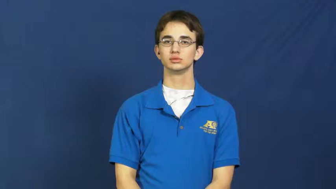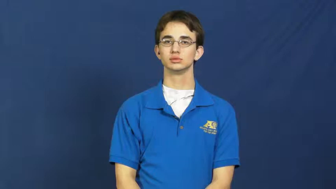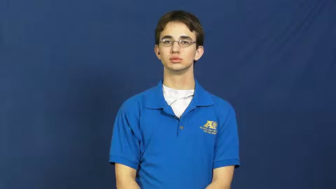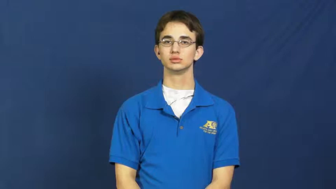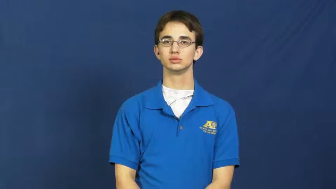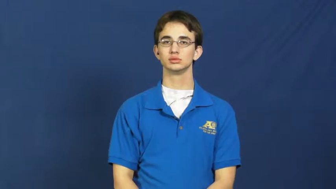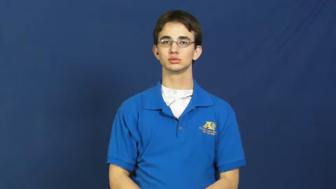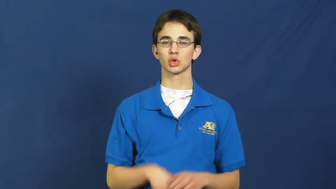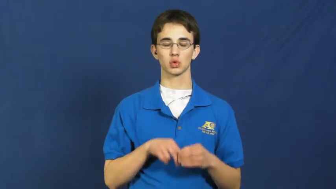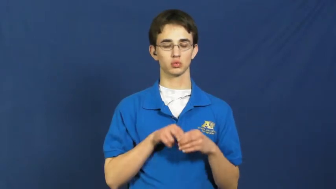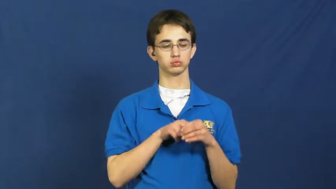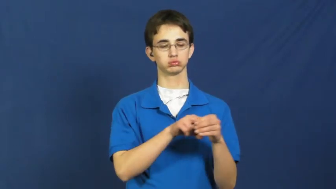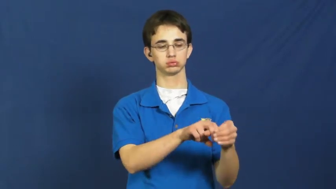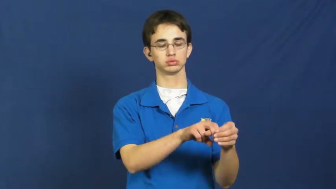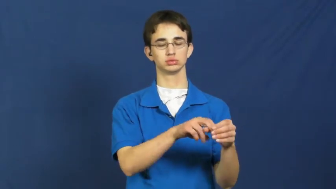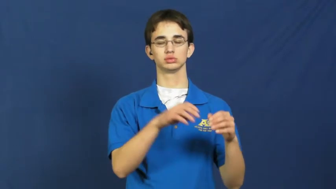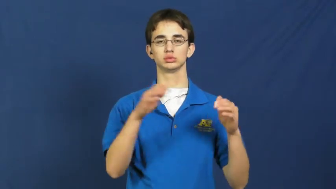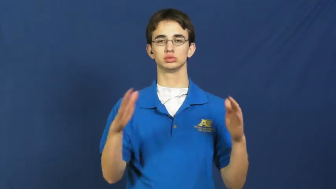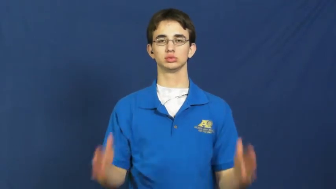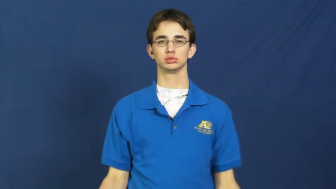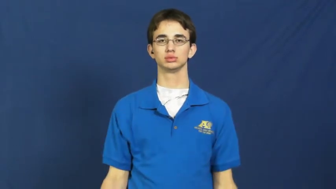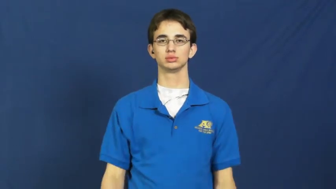passenger